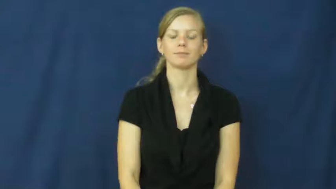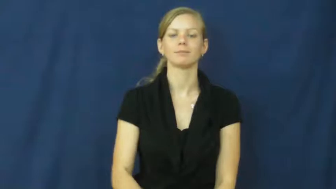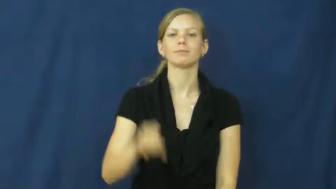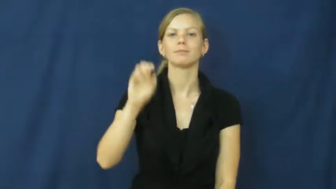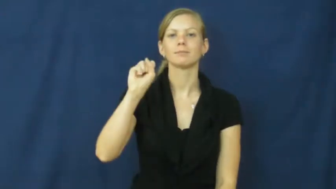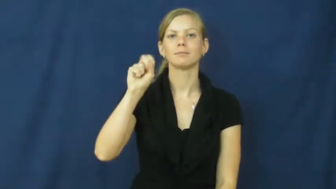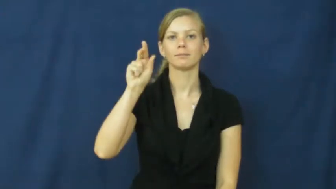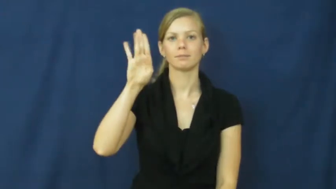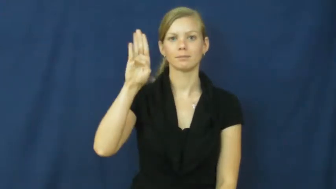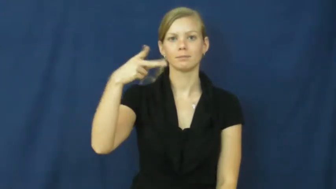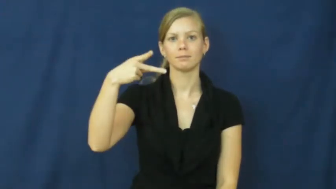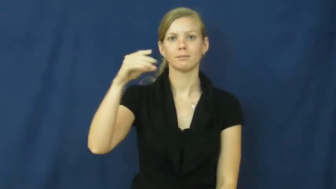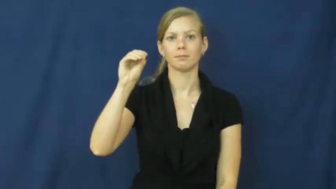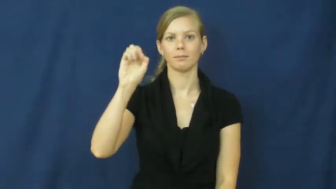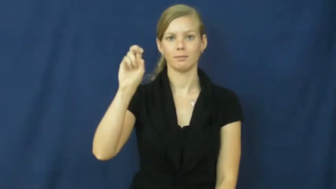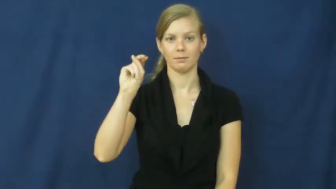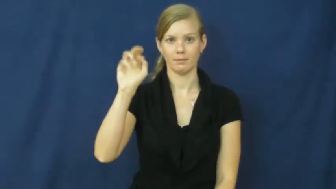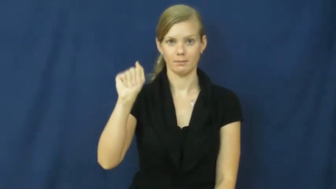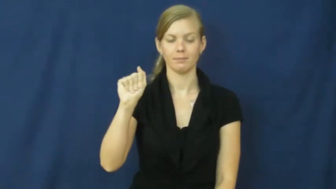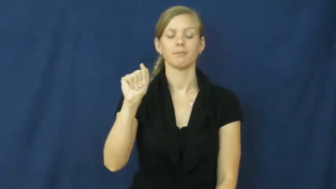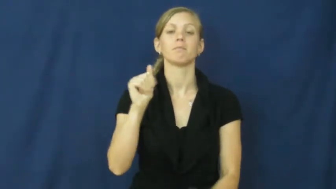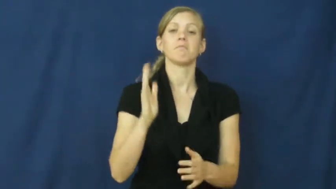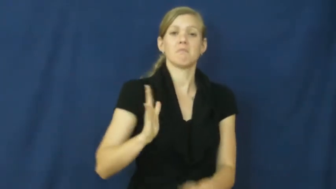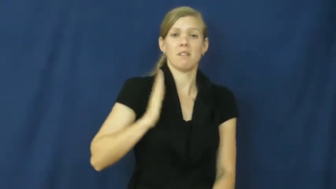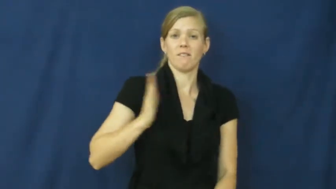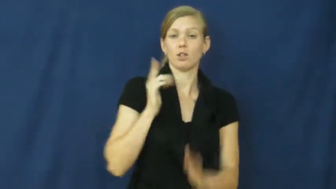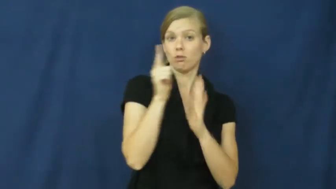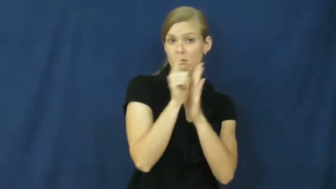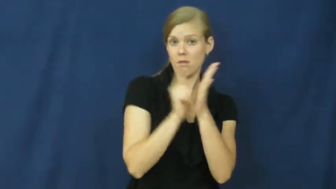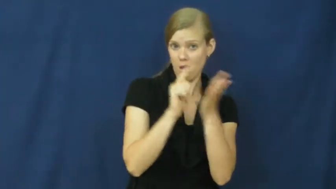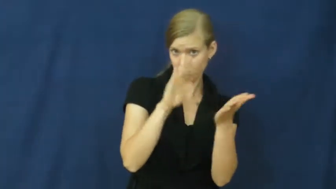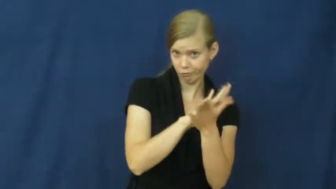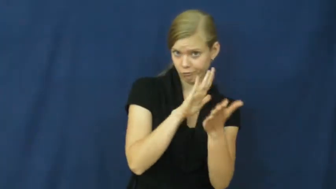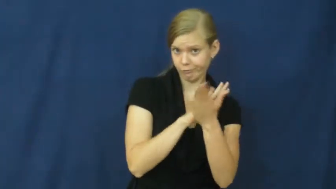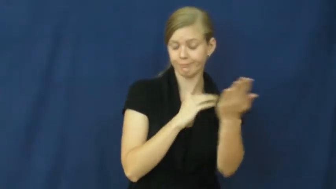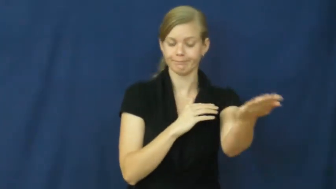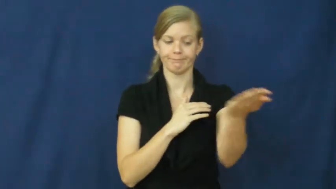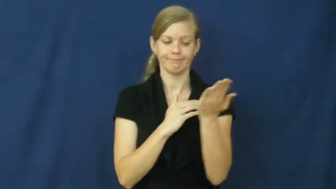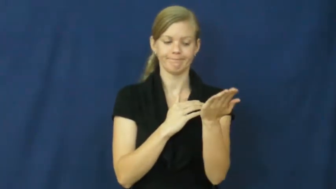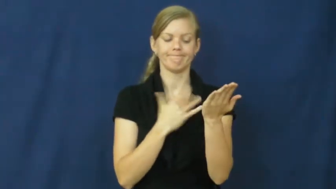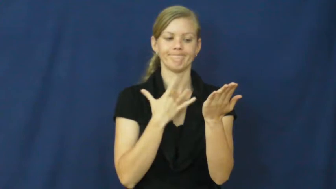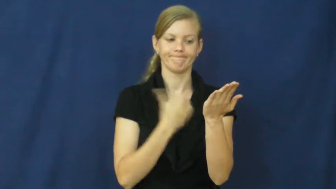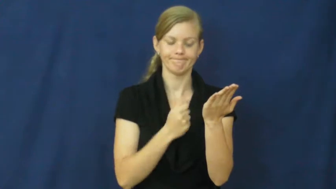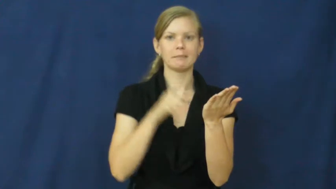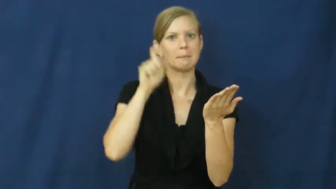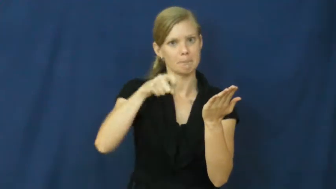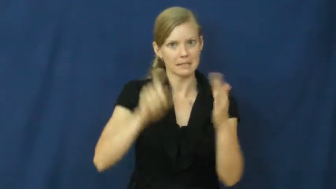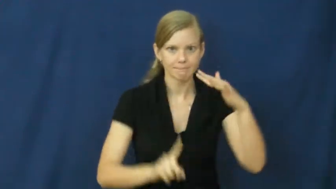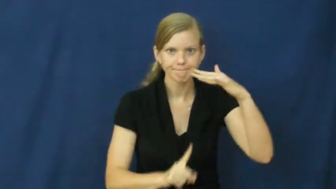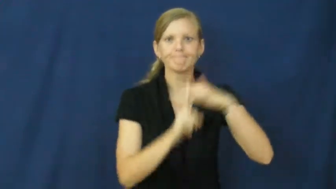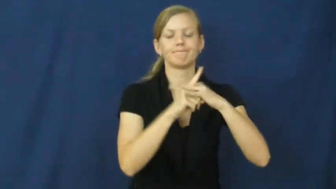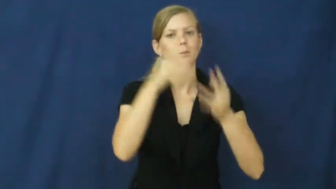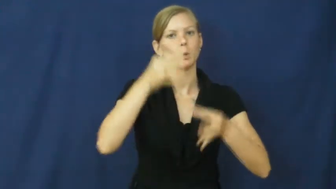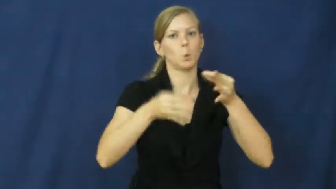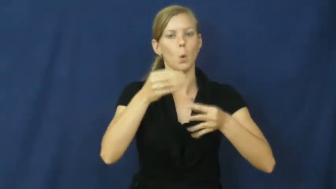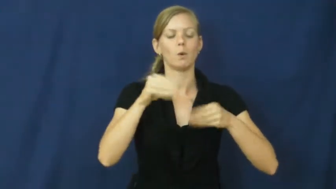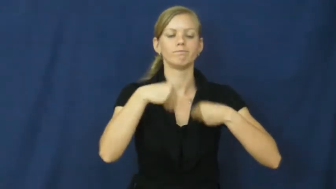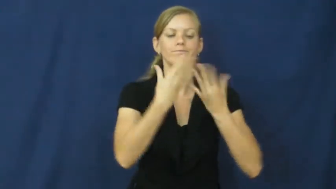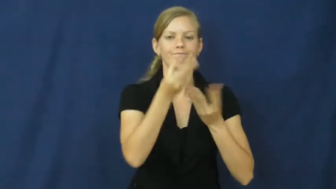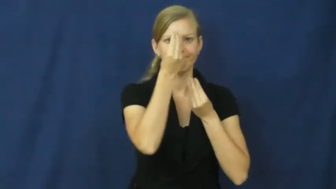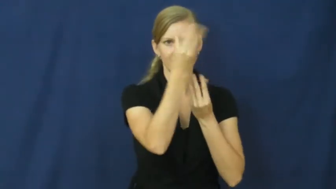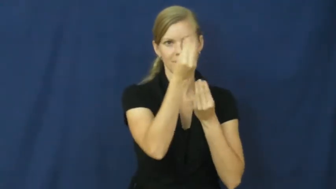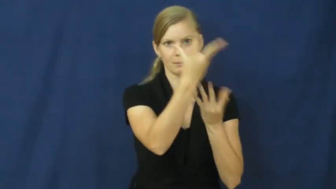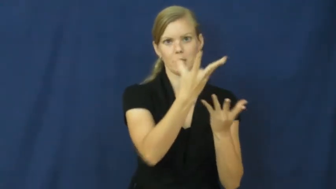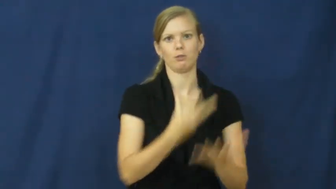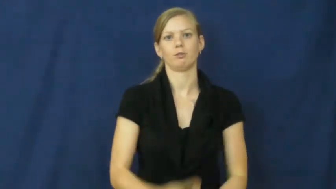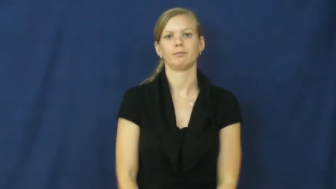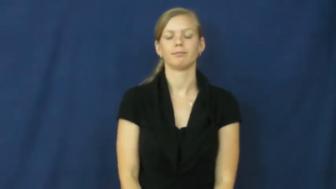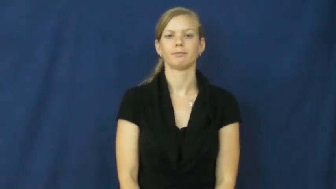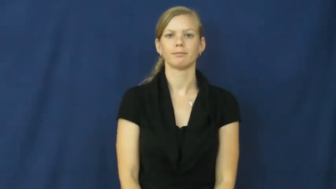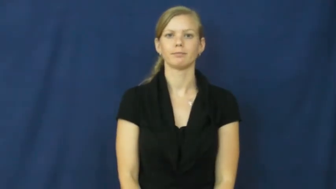subpoena